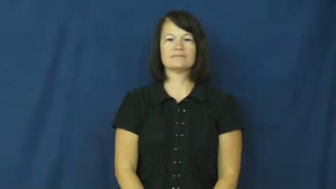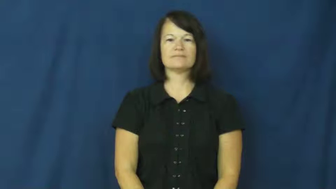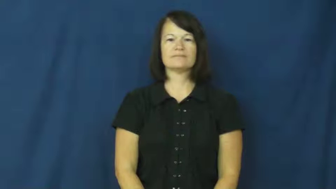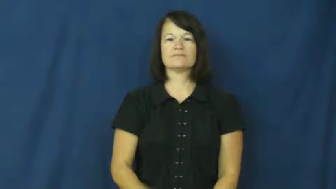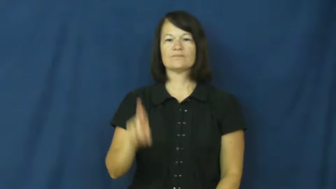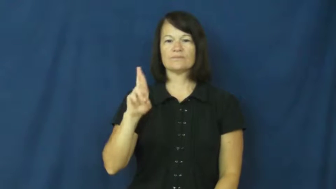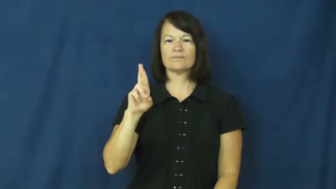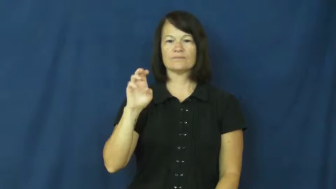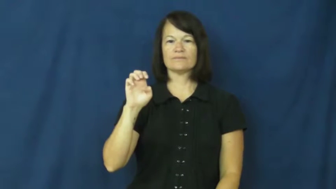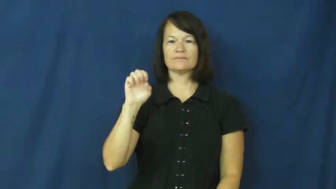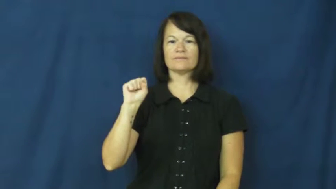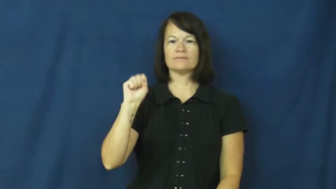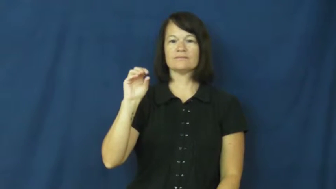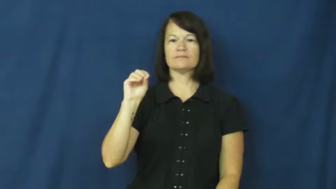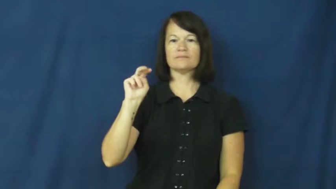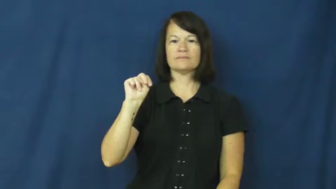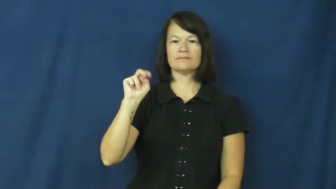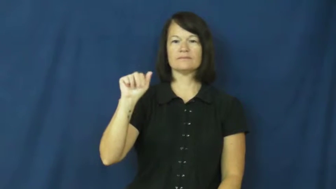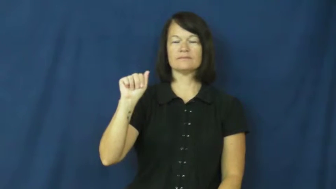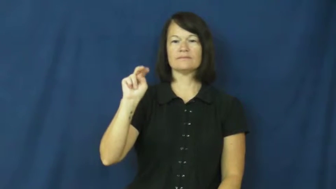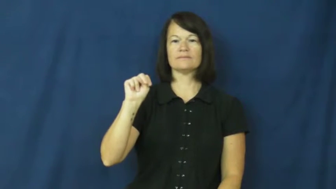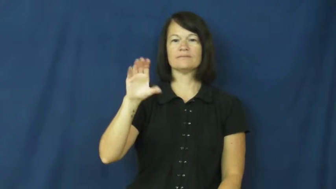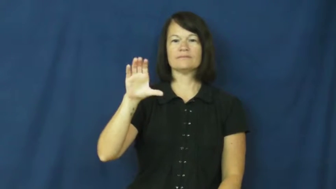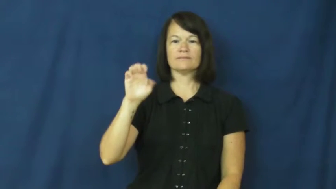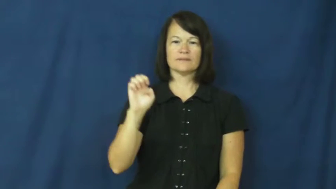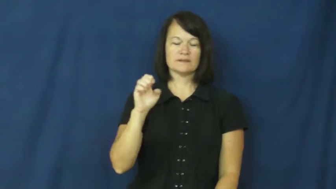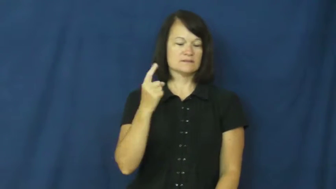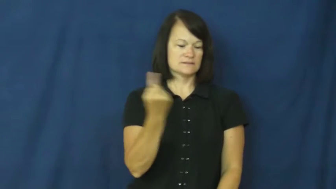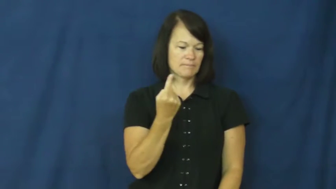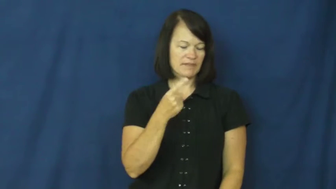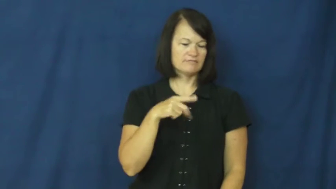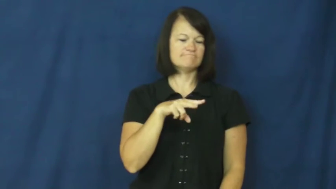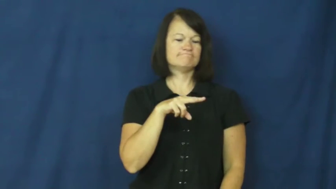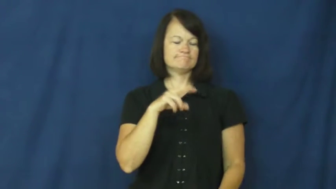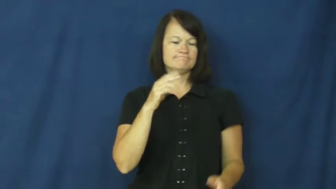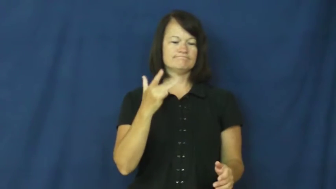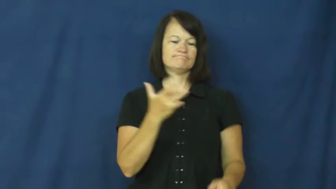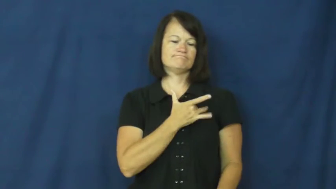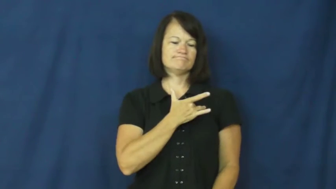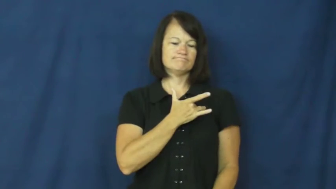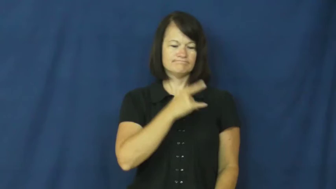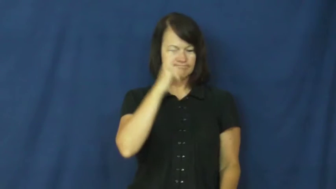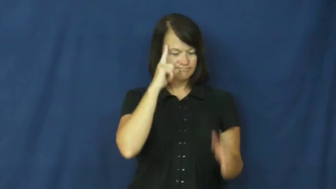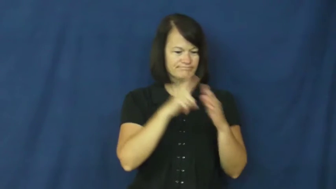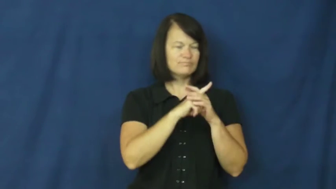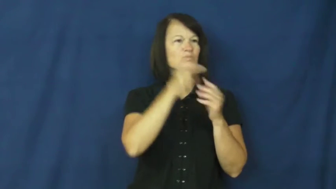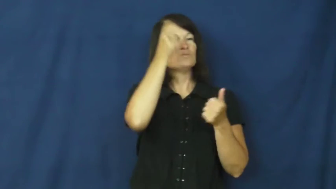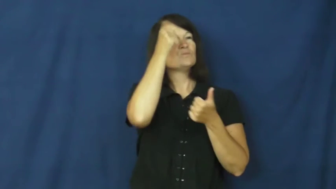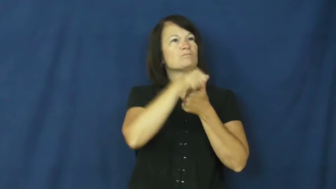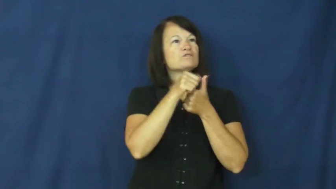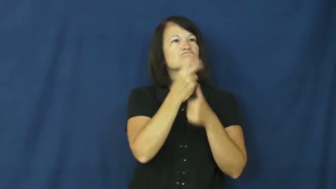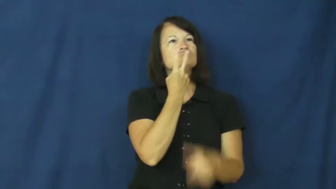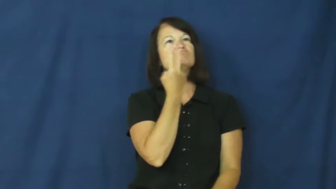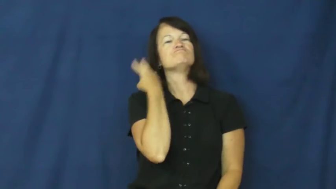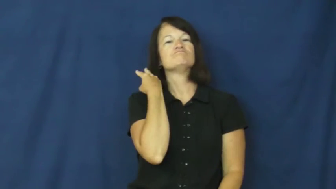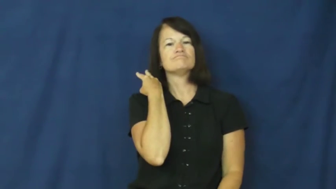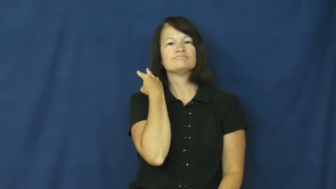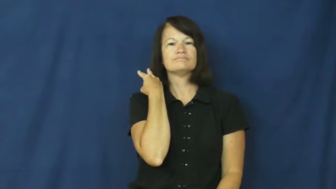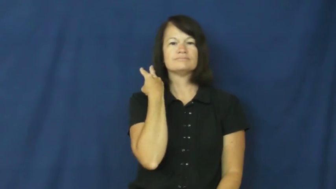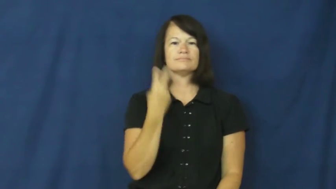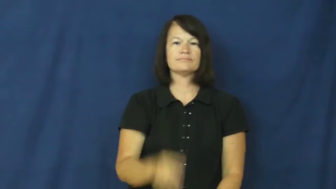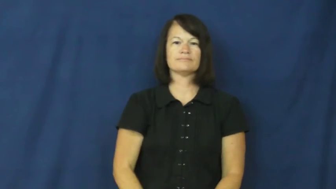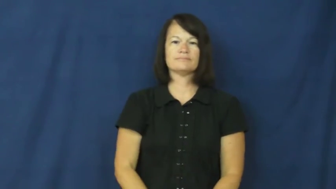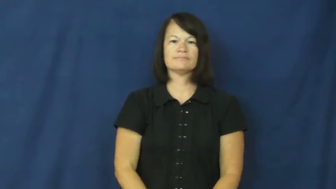resonance-emotional